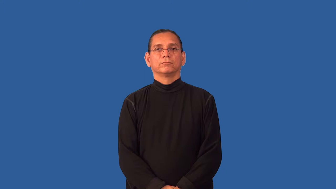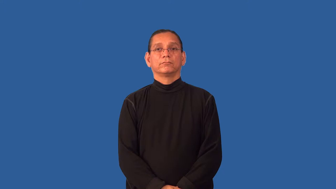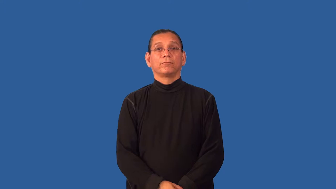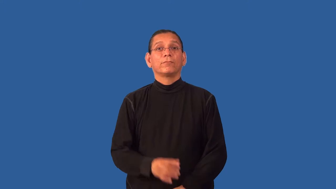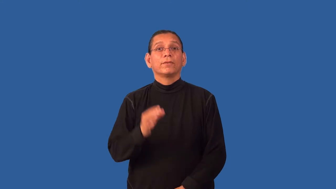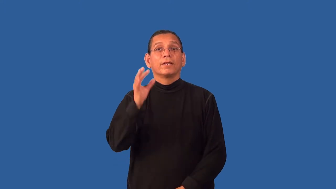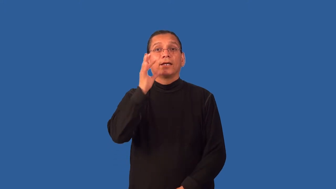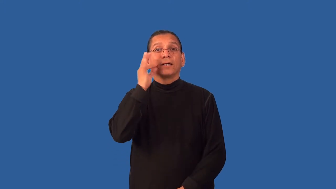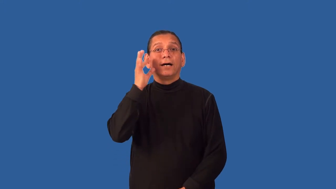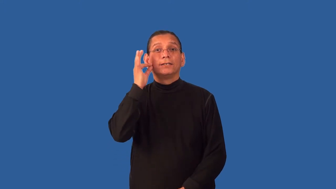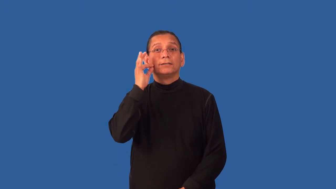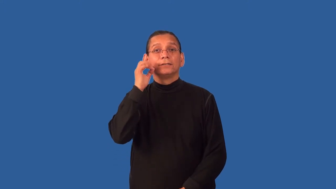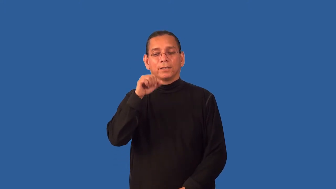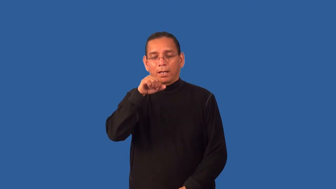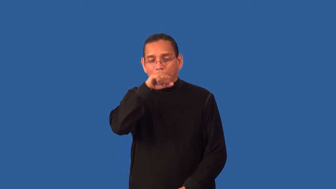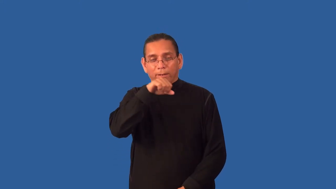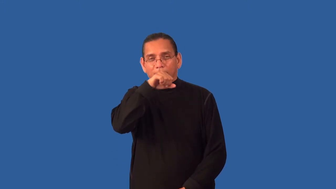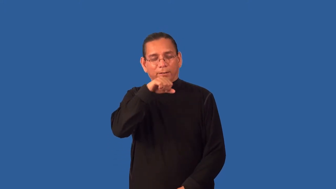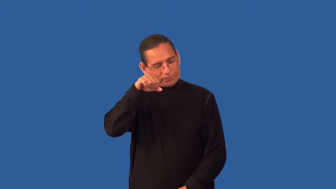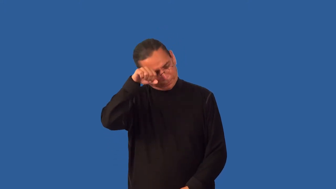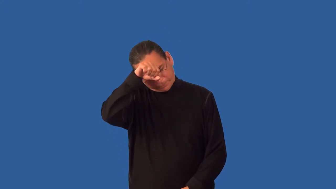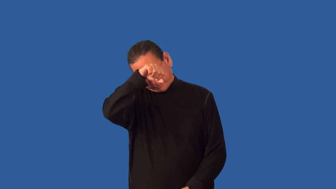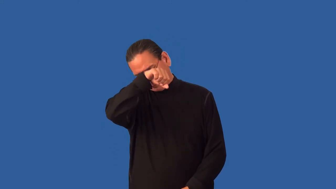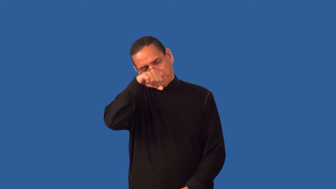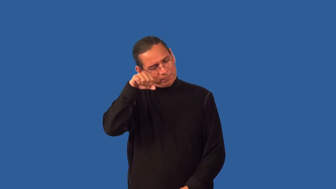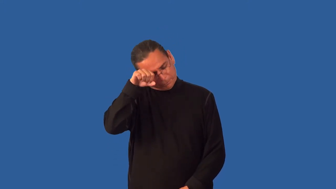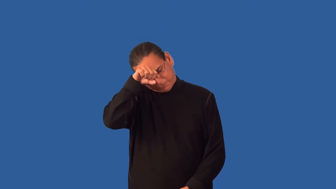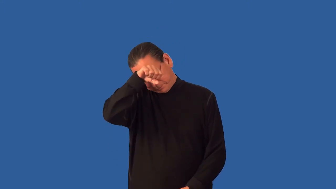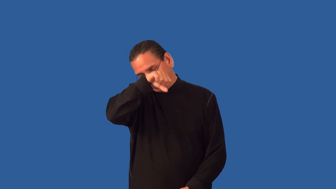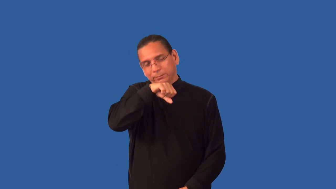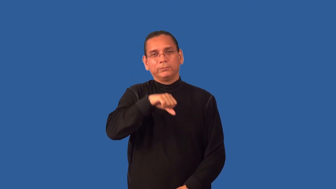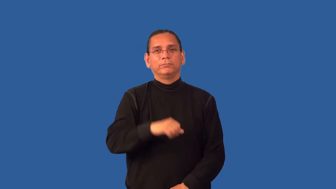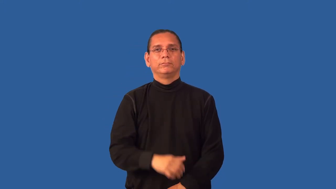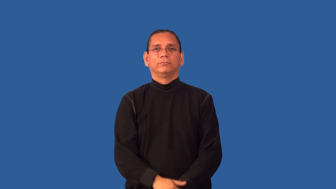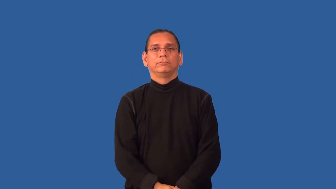groom-like a cat does